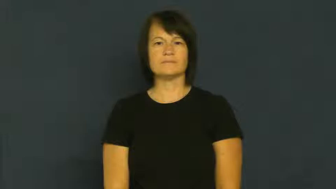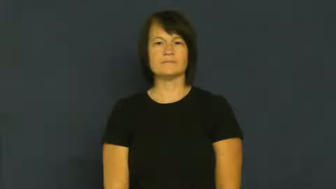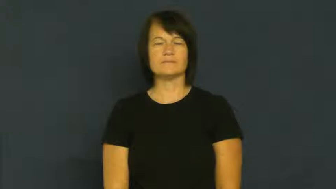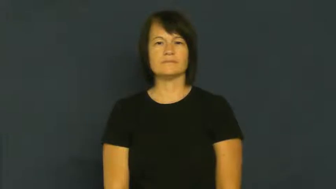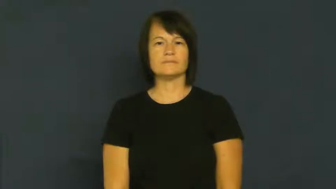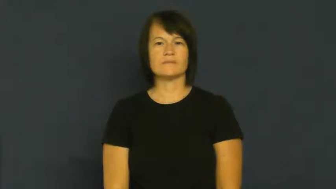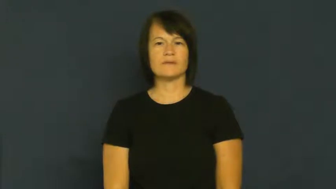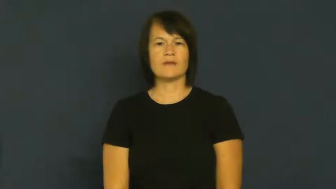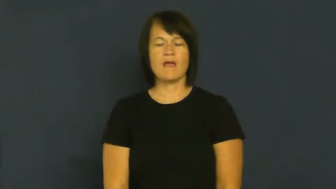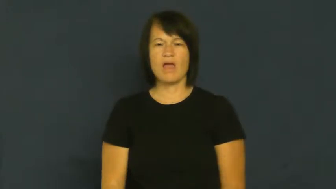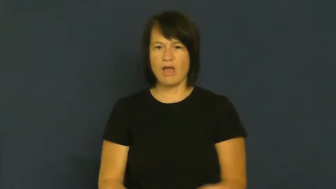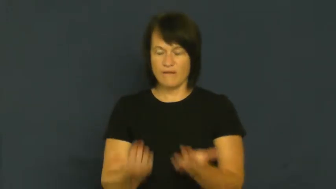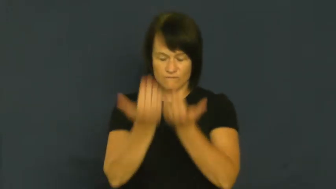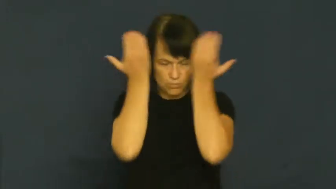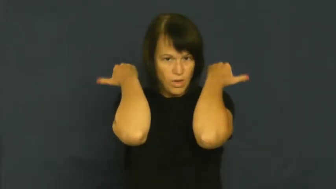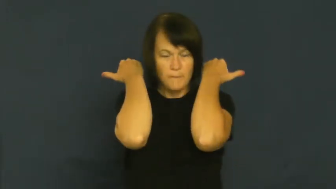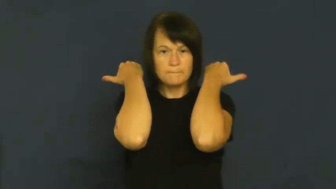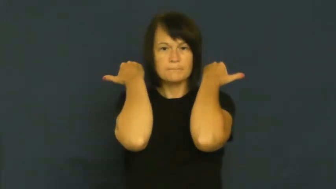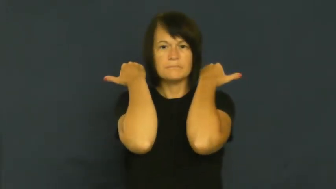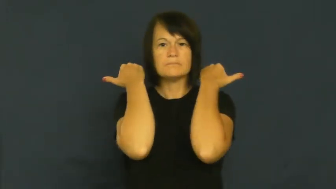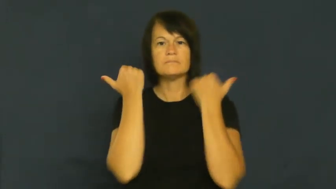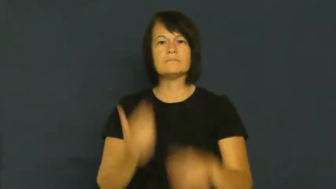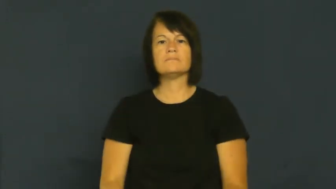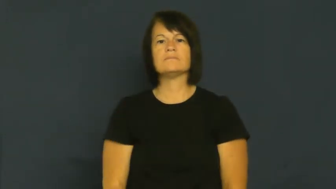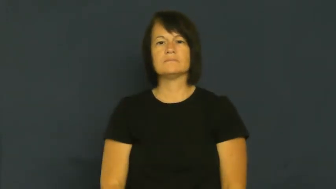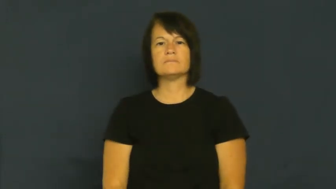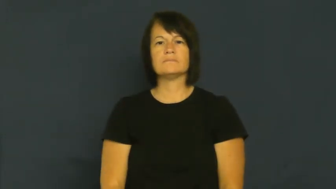overwhelmed,overcome,drown,snowed under,besiege,swamp,overload,blizzard,overtax,assail,avalanche